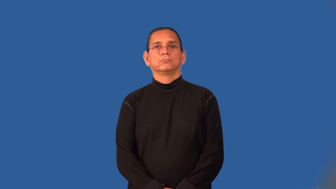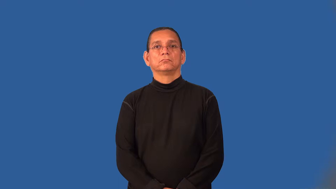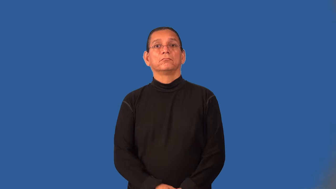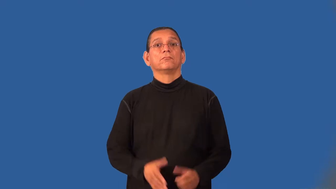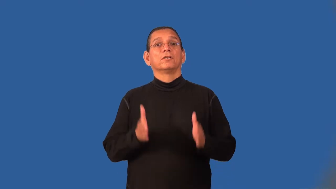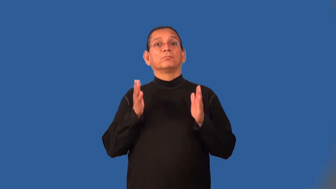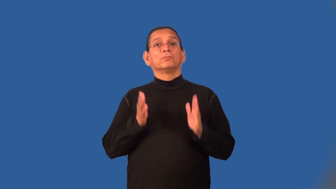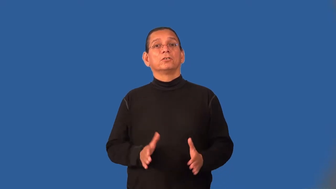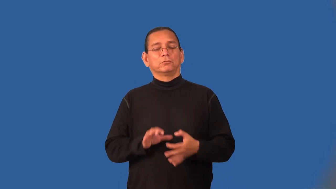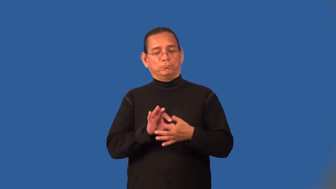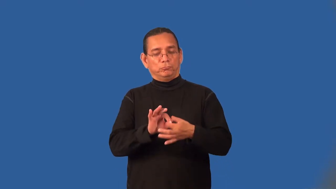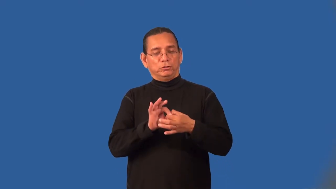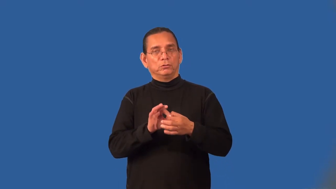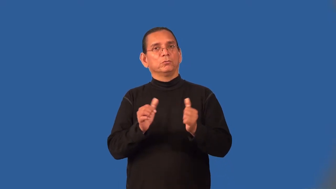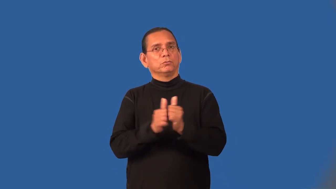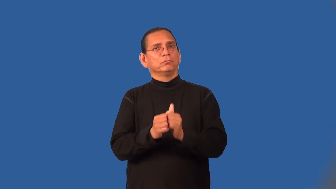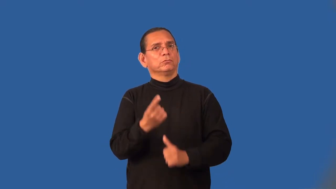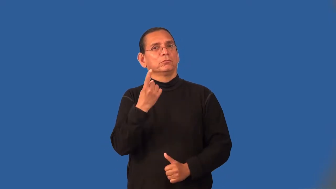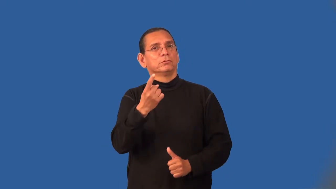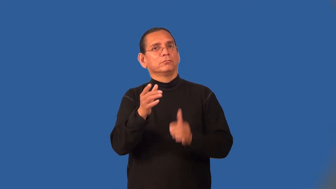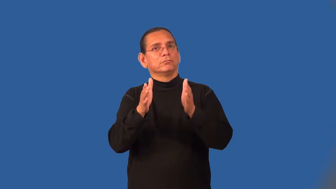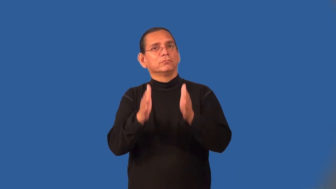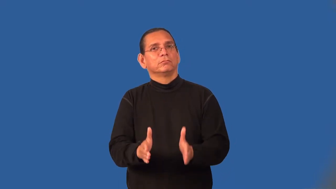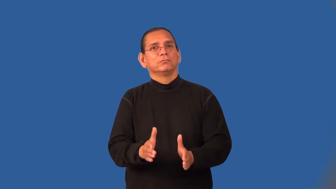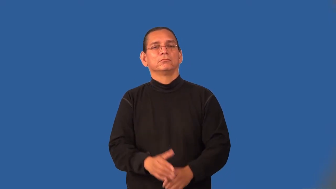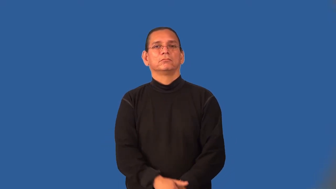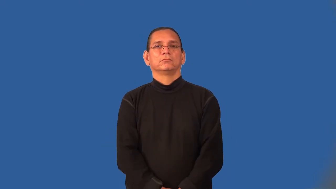monogamist